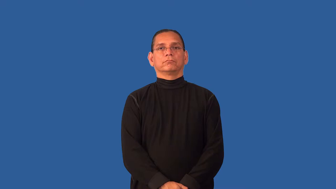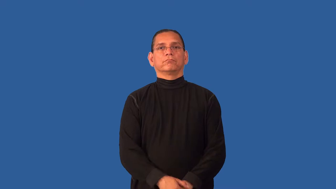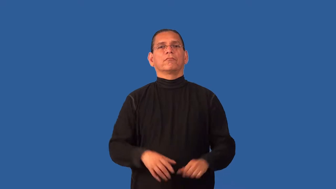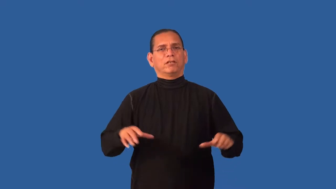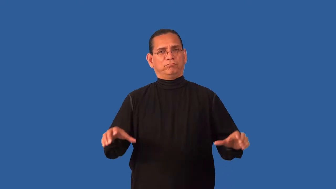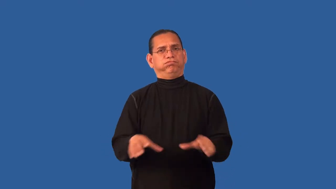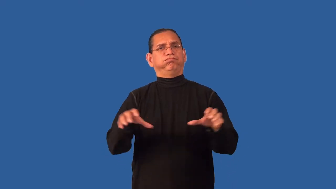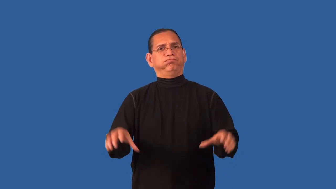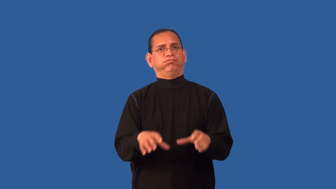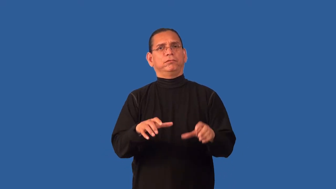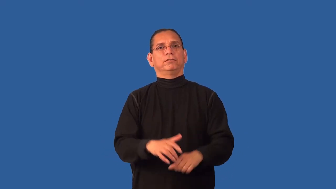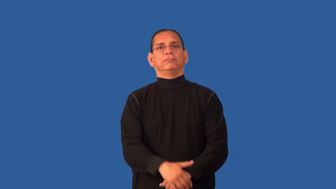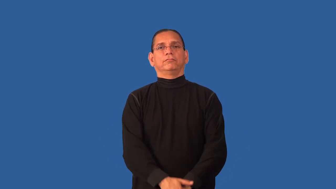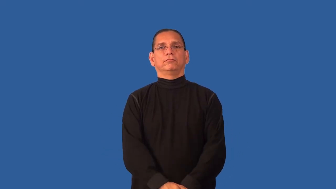deed,measure-action